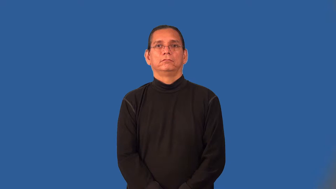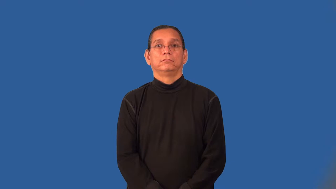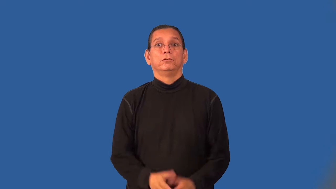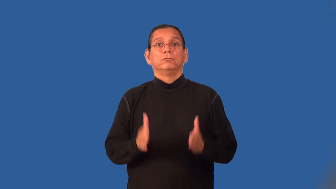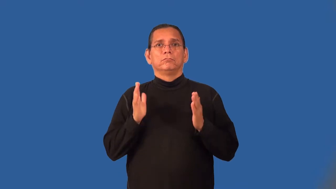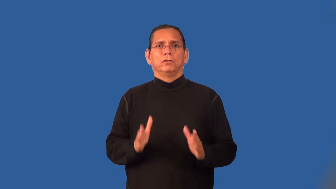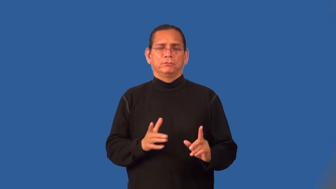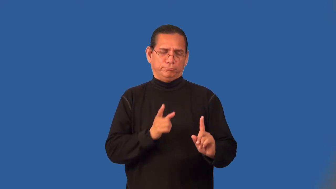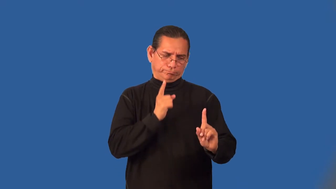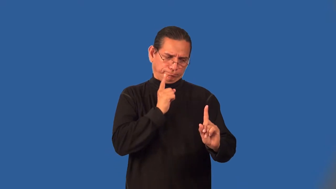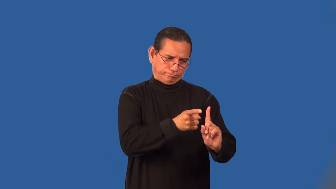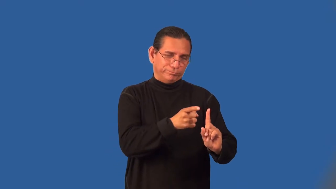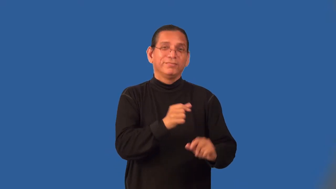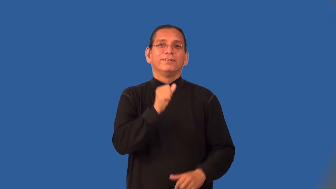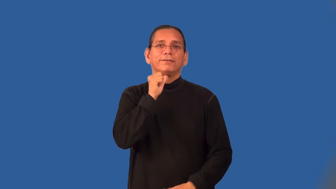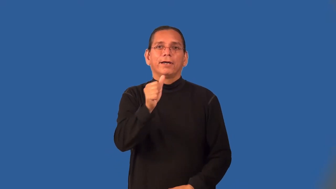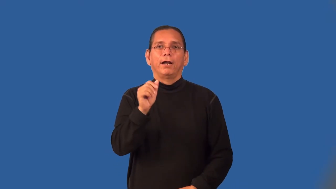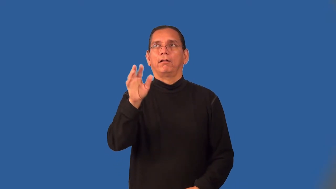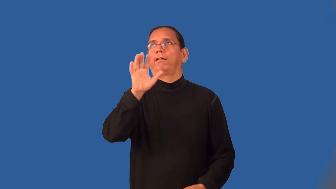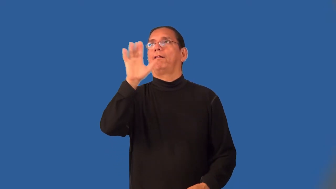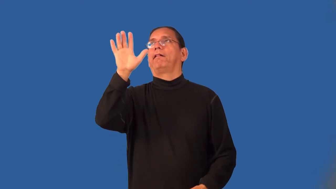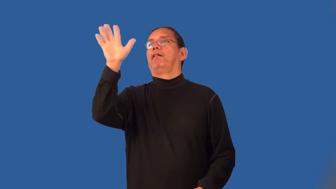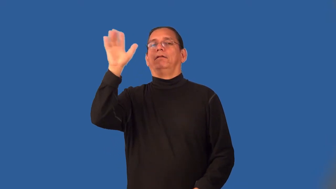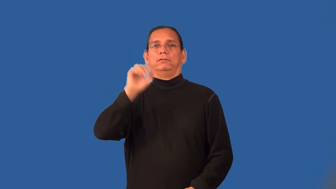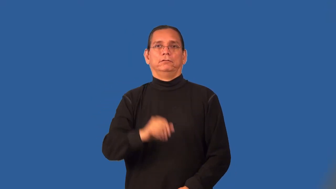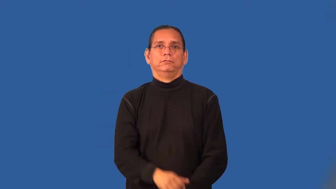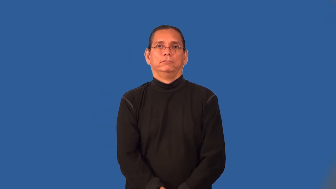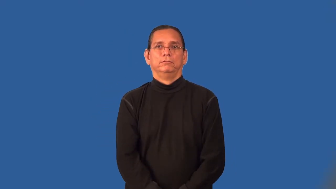pragmatist